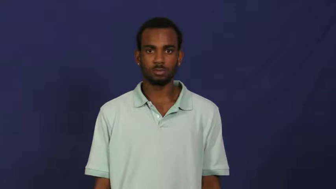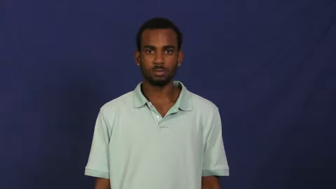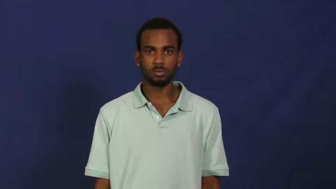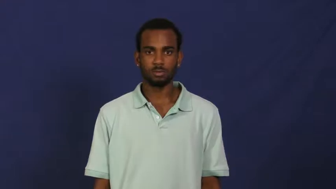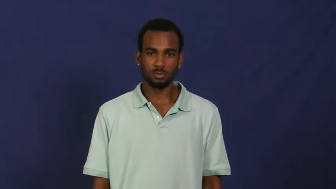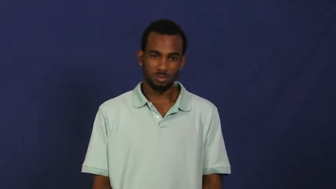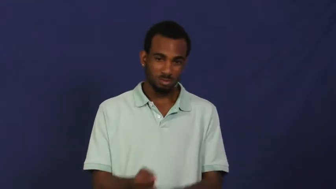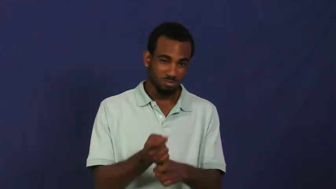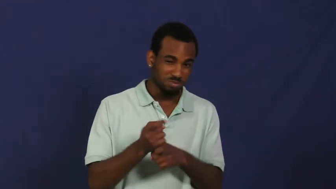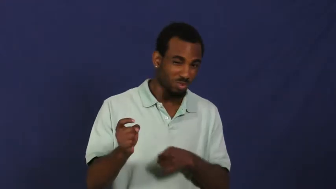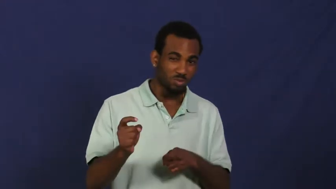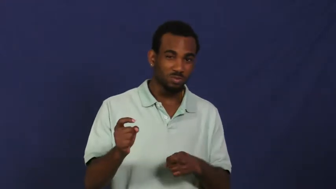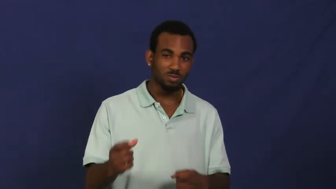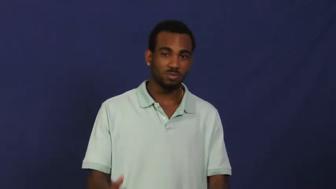spoil,rotten,fester-food